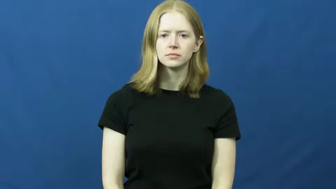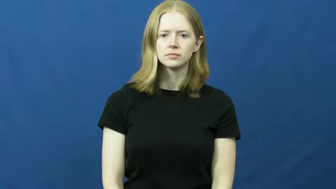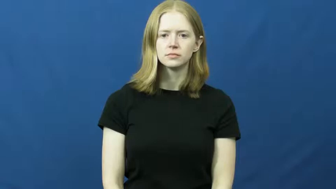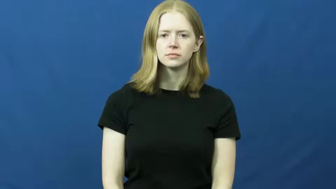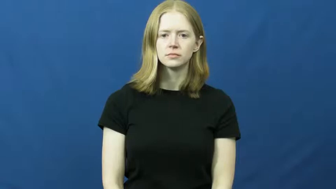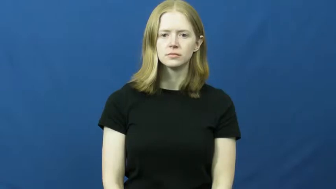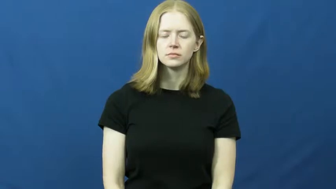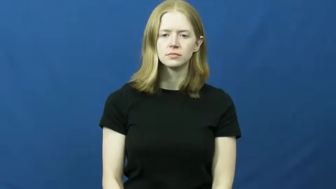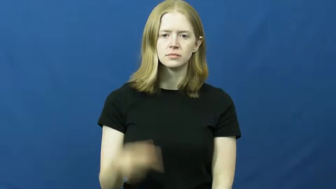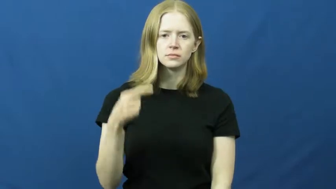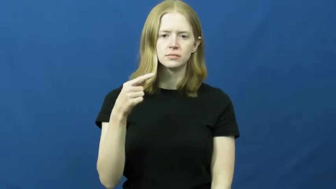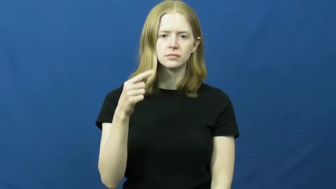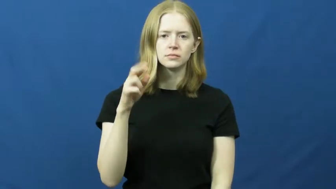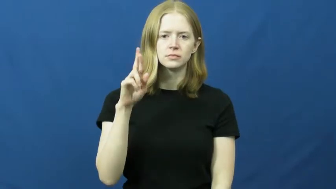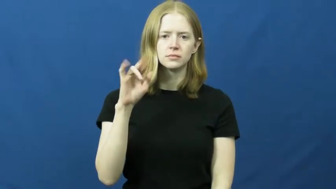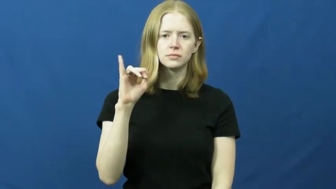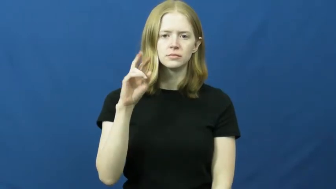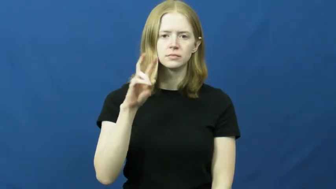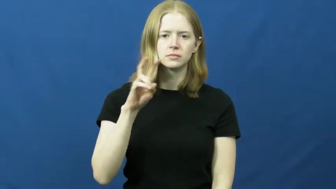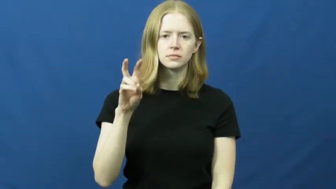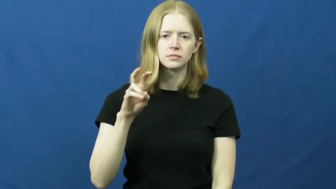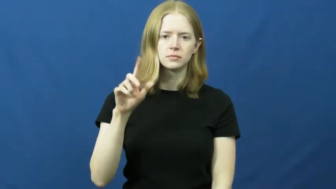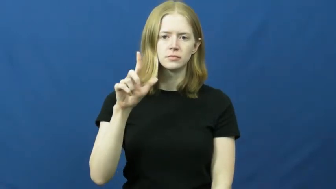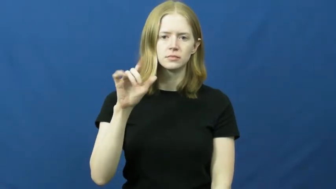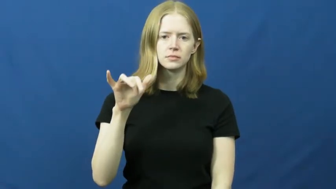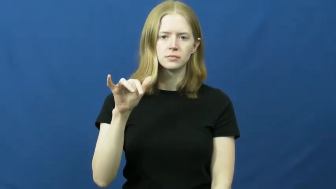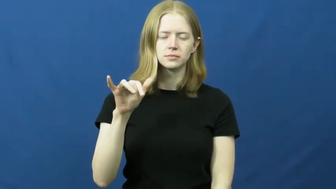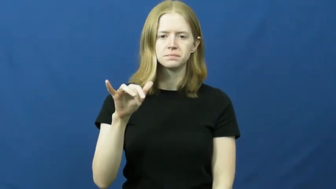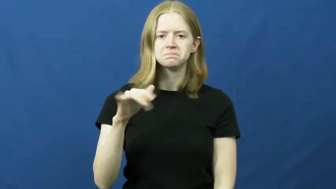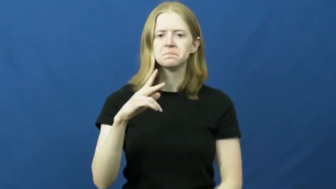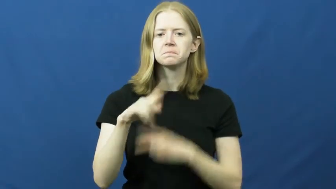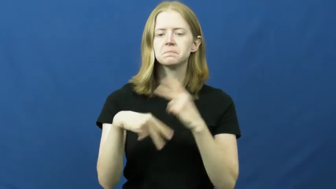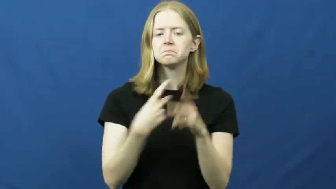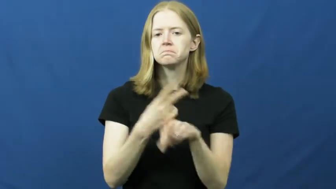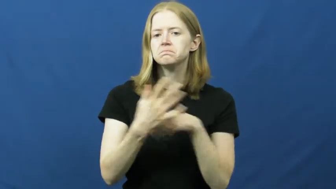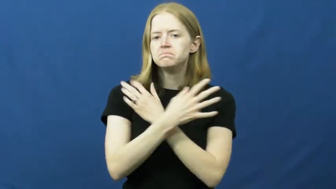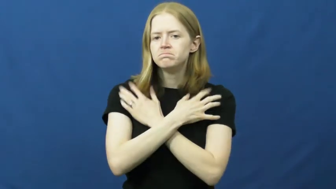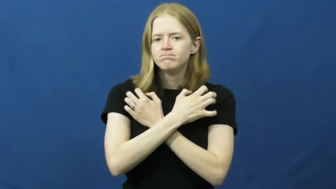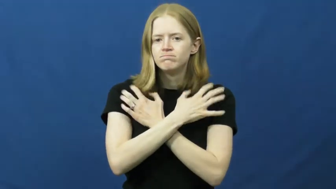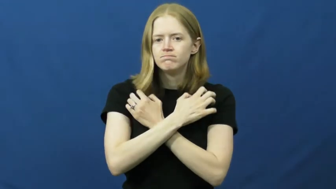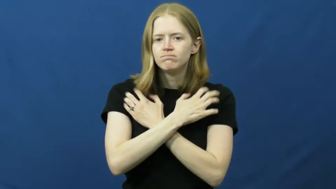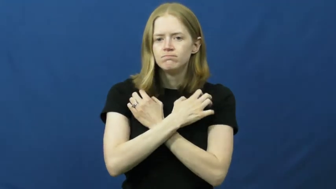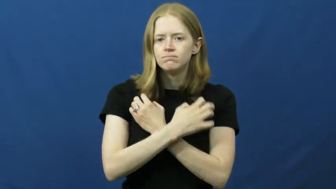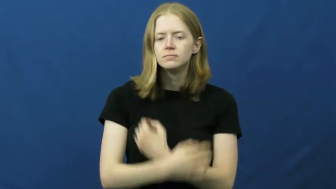grizzly